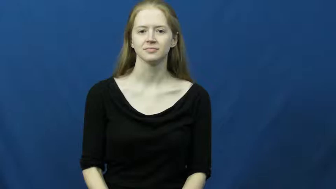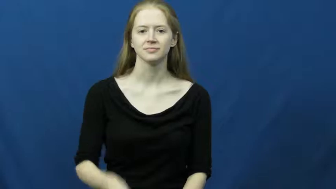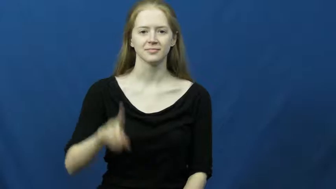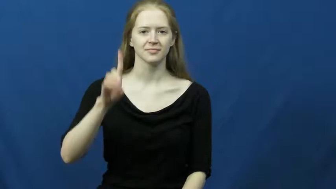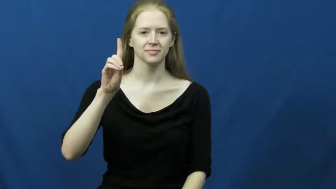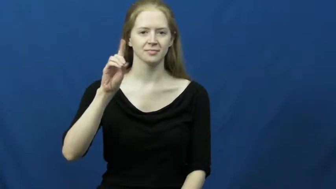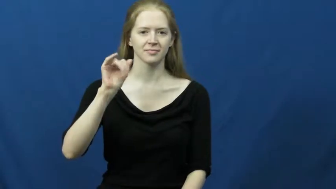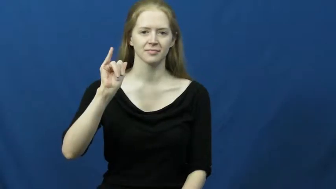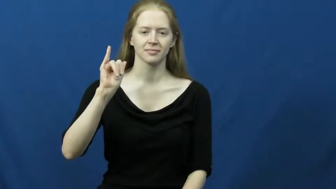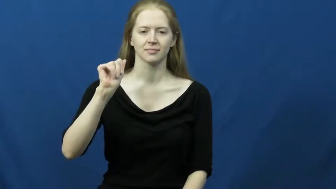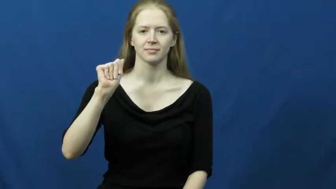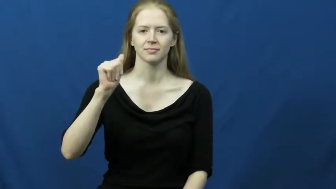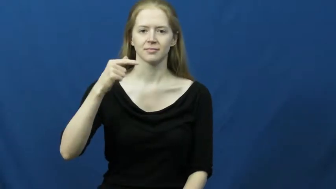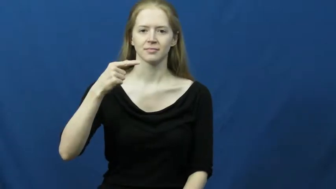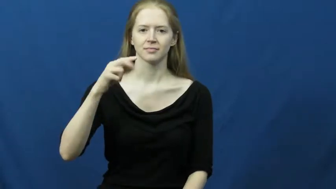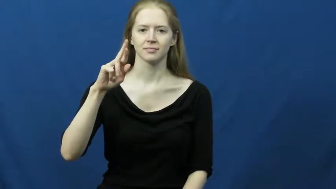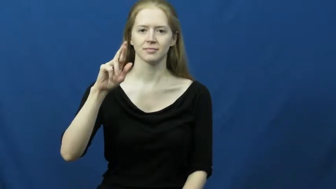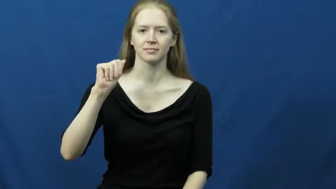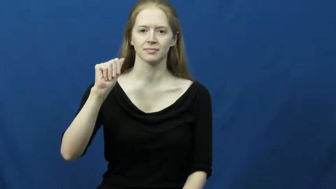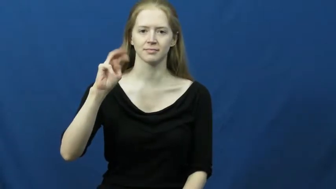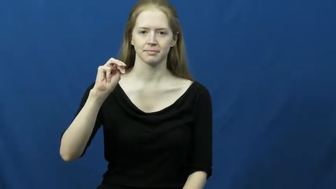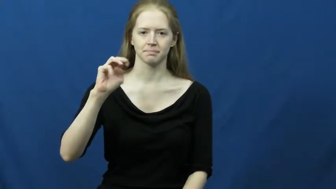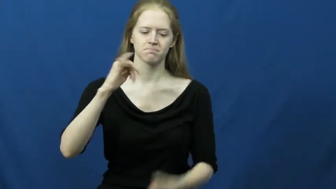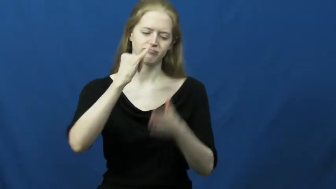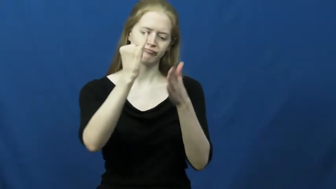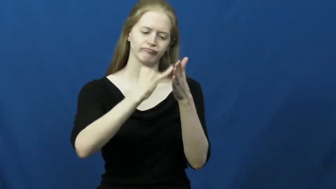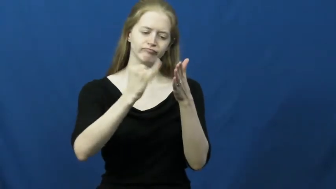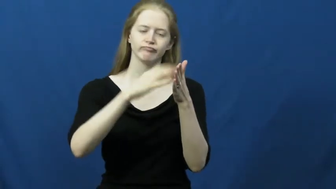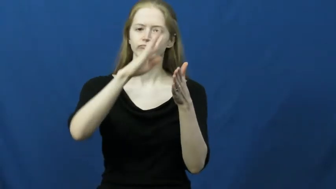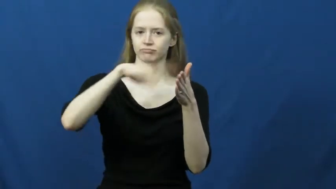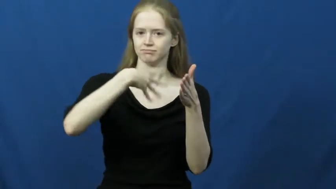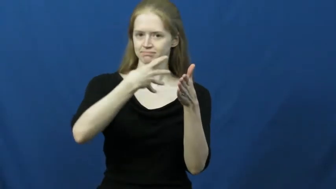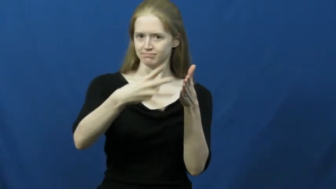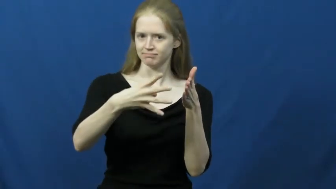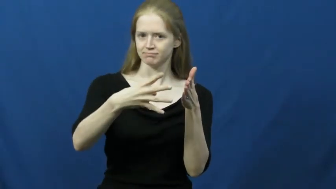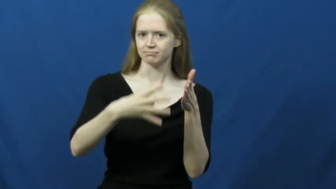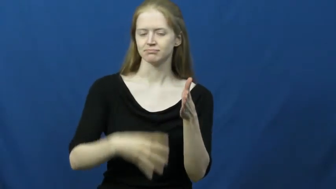diagram